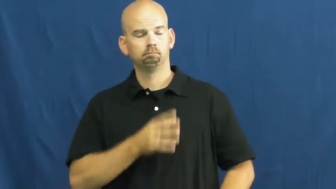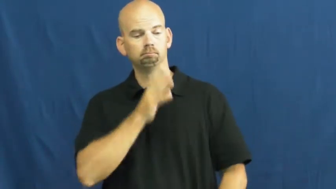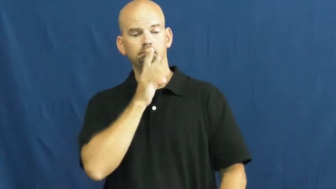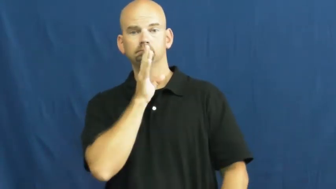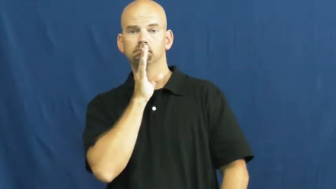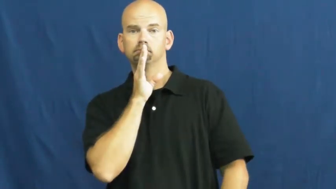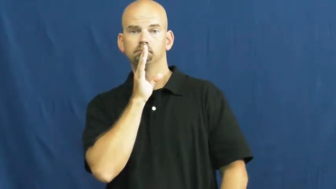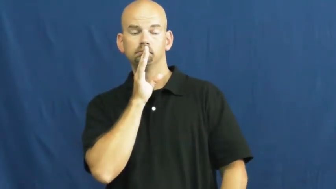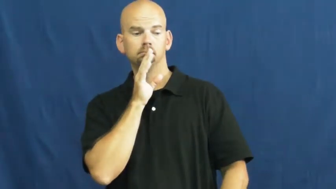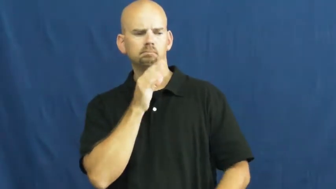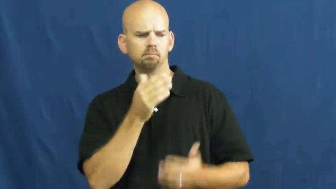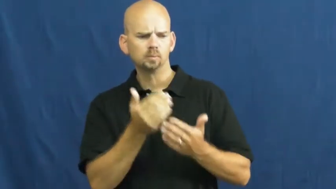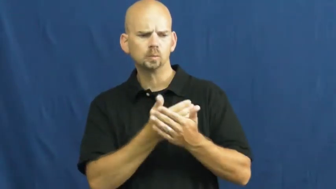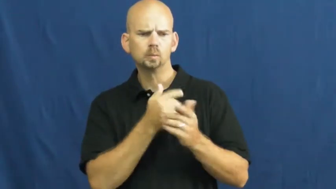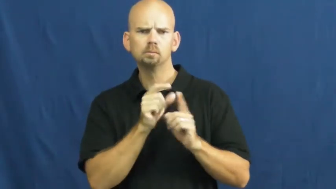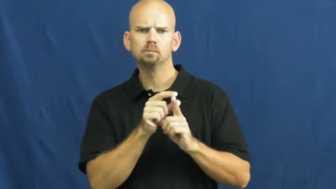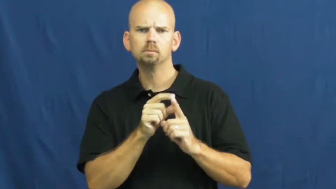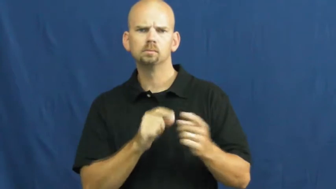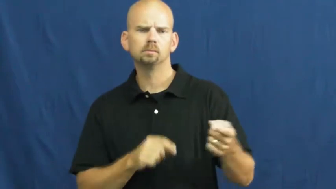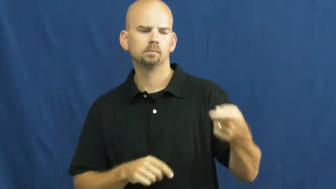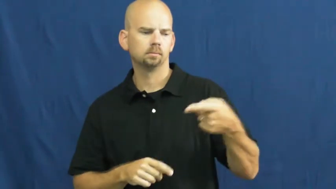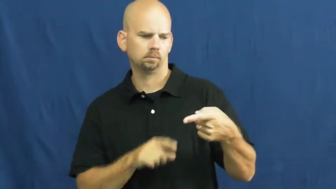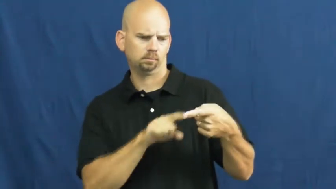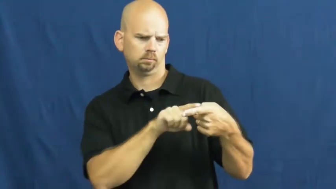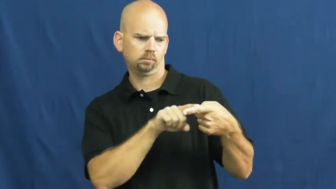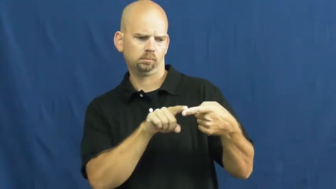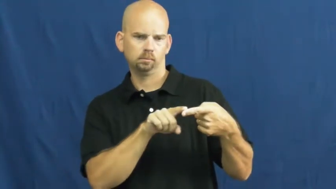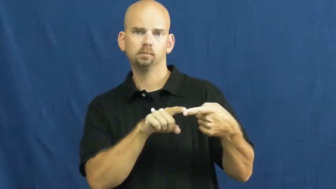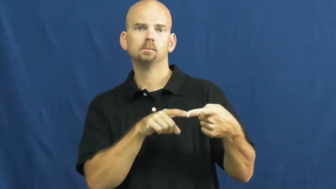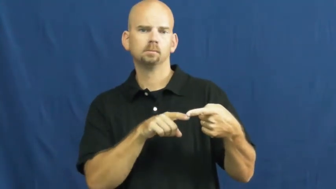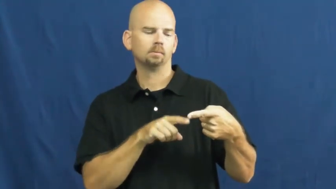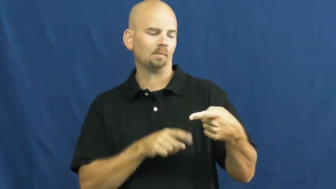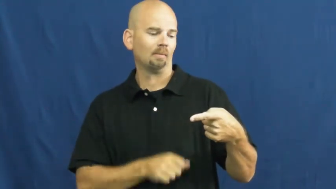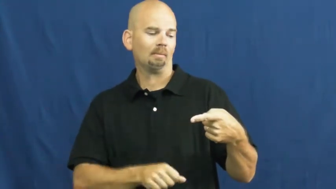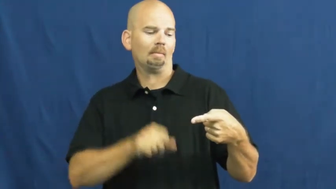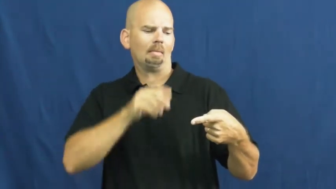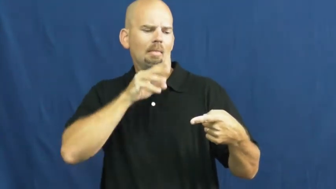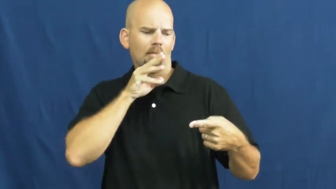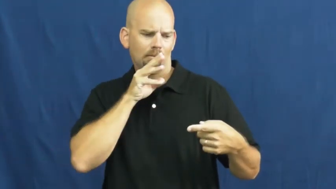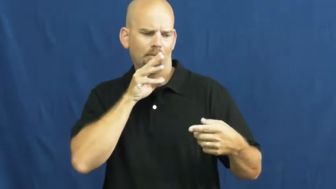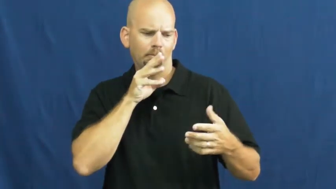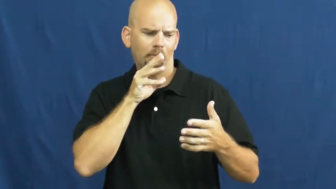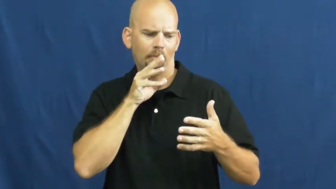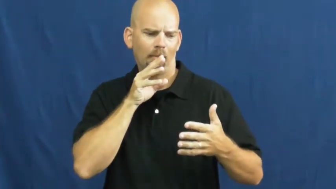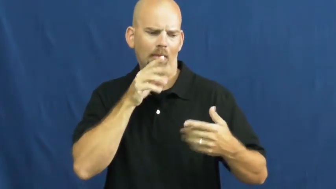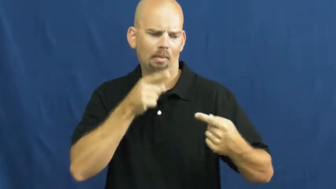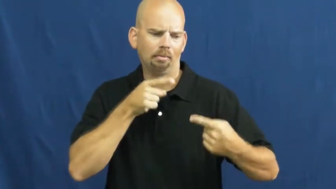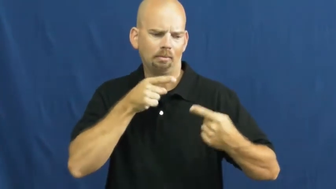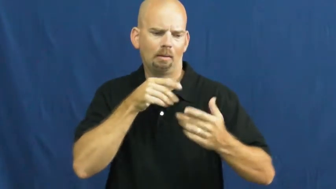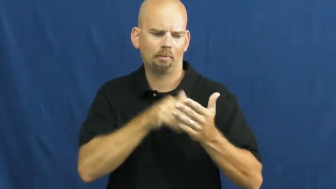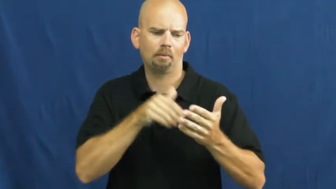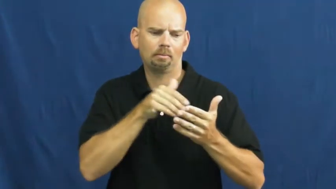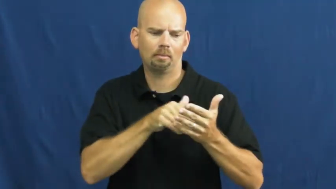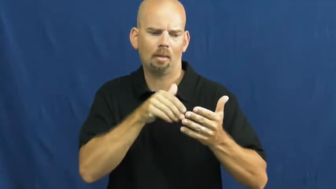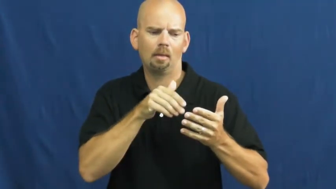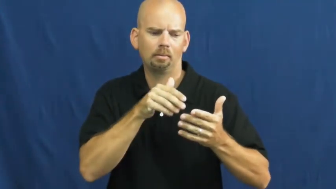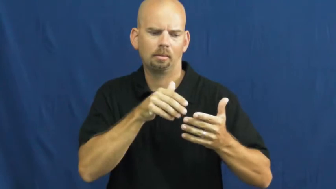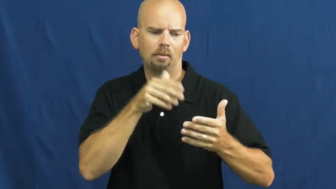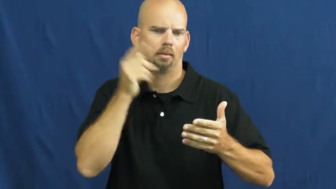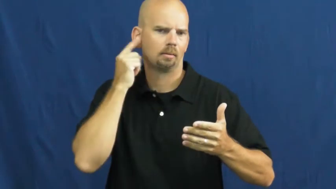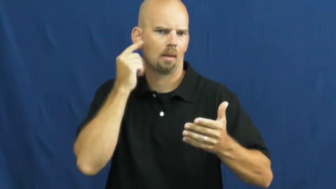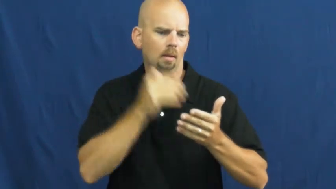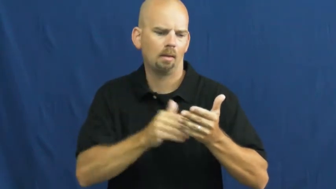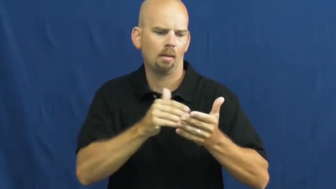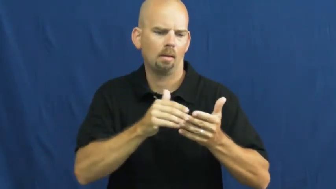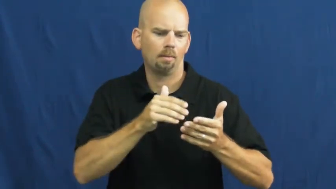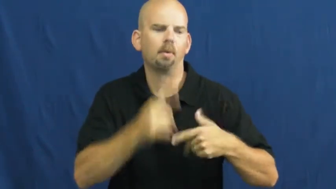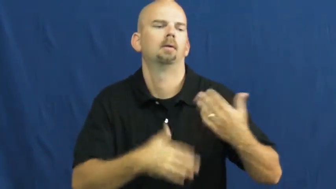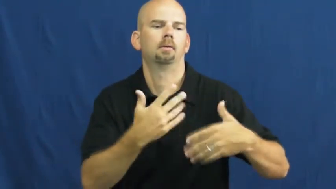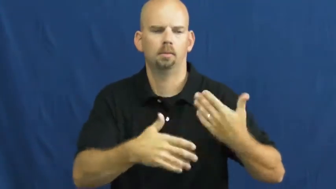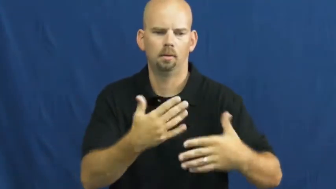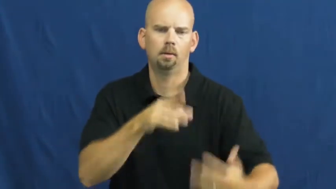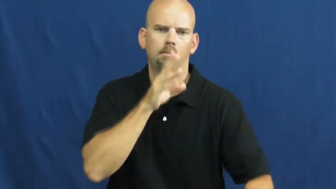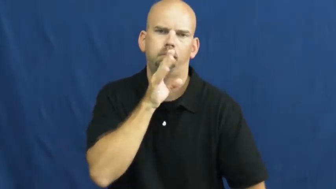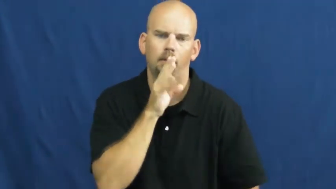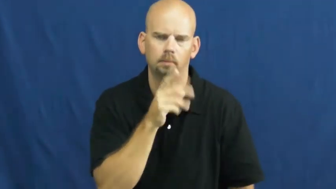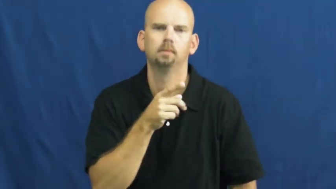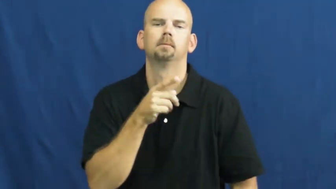stammer